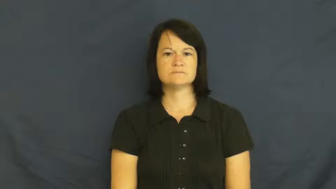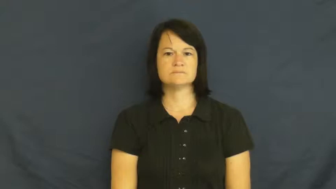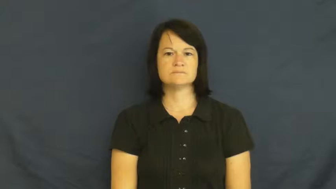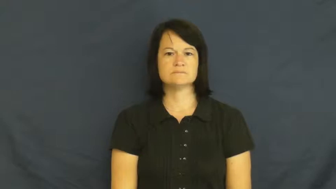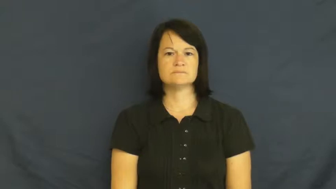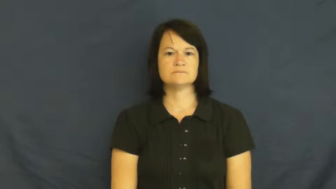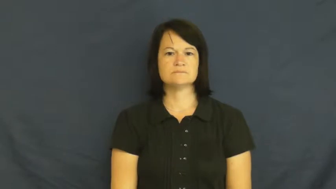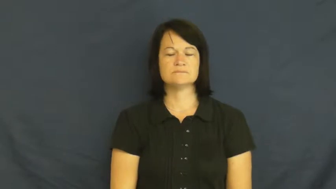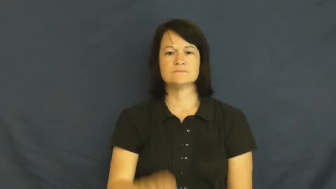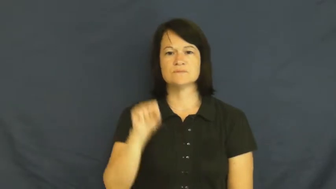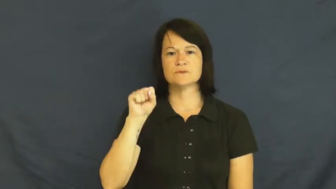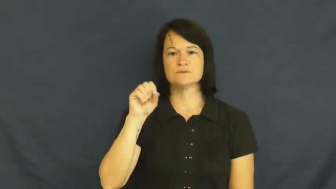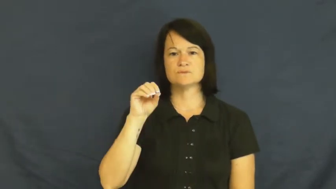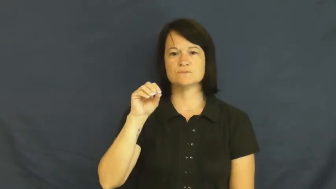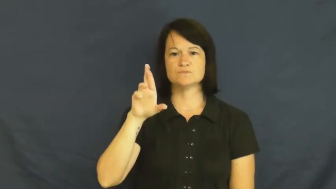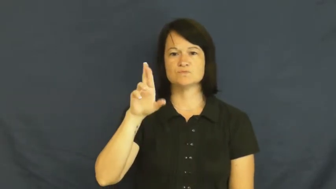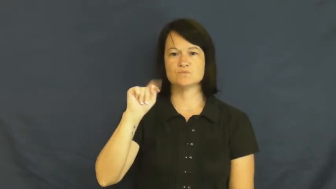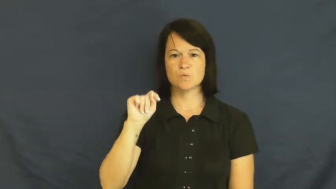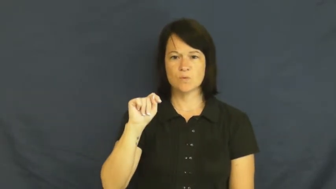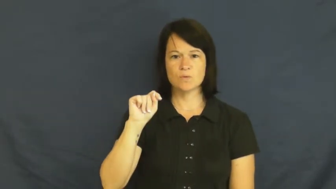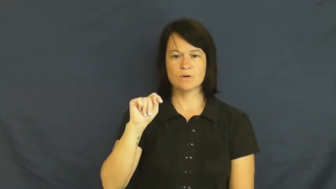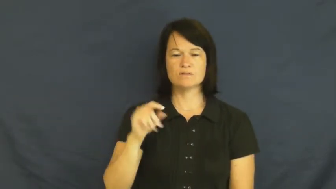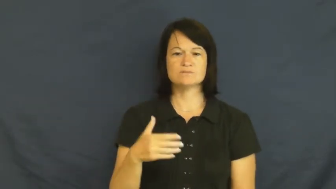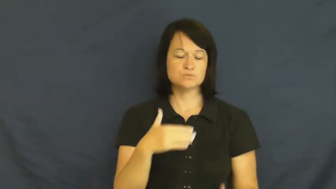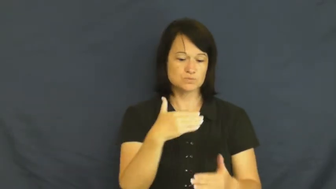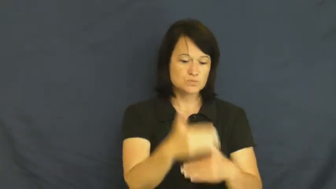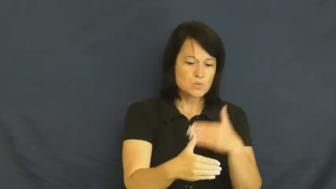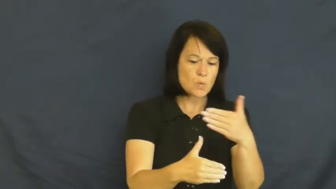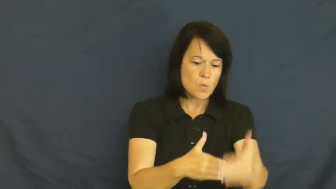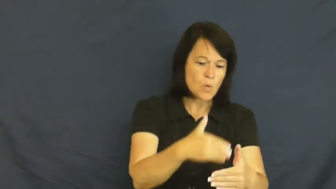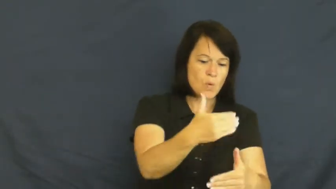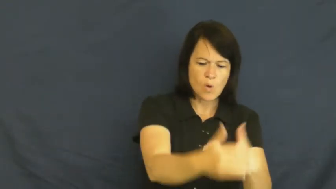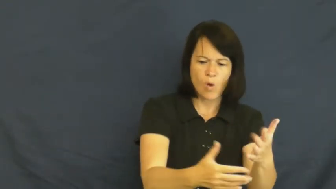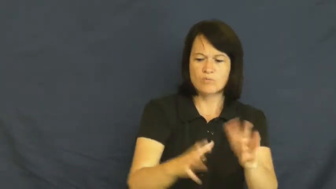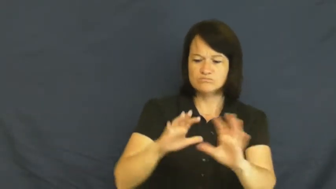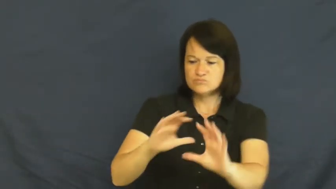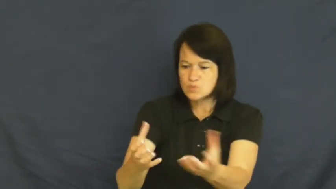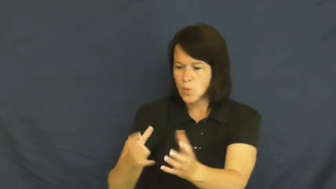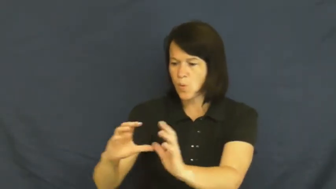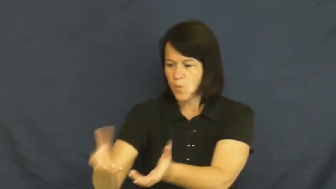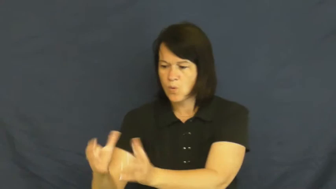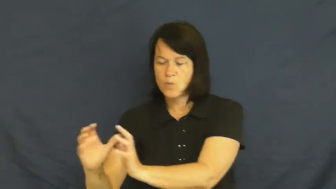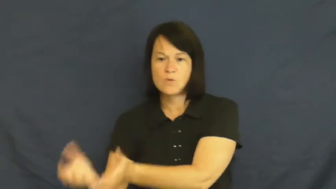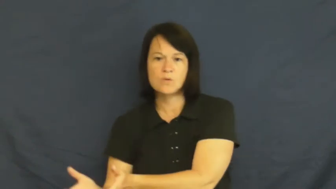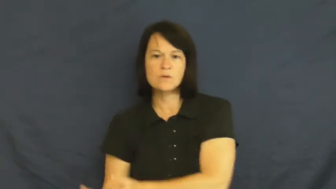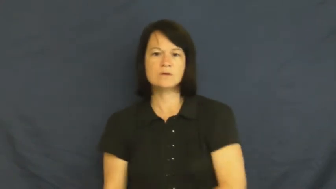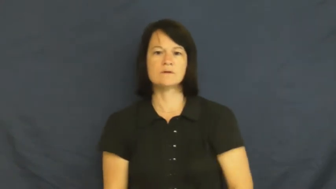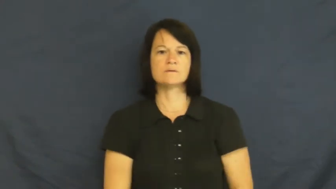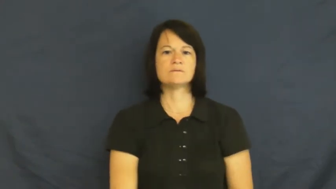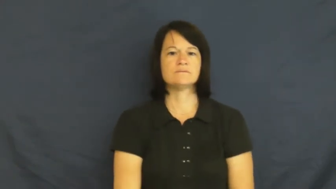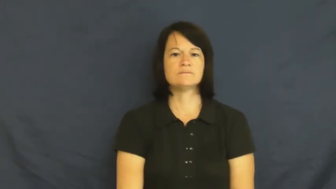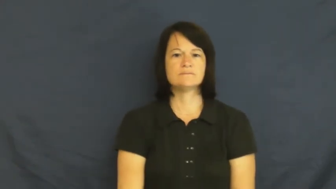sort-verb